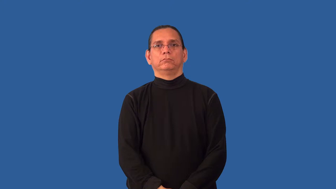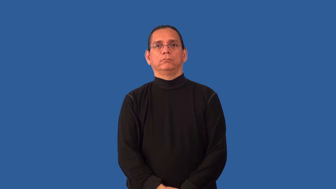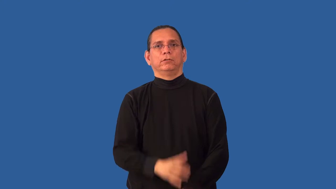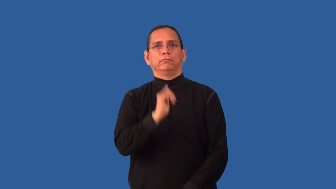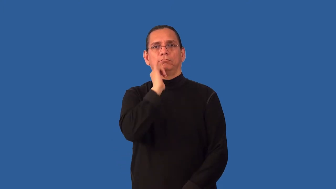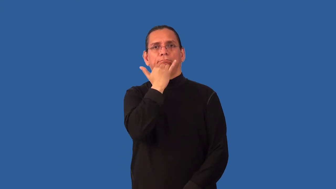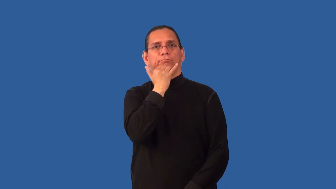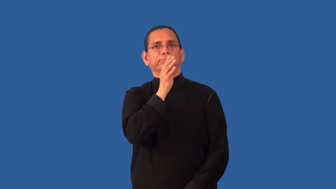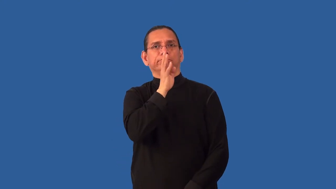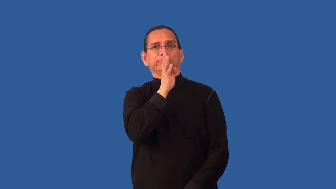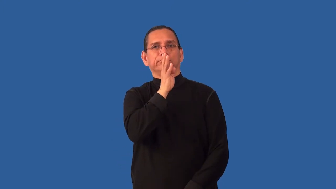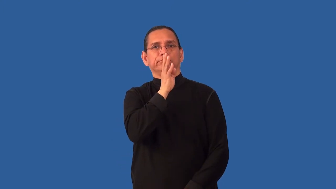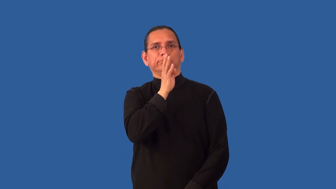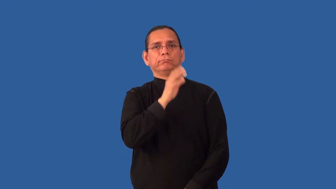misspeak,solecism